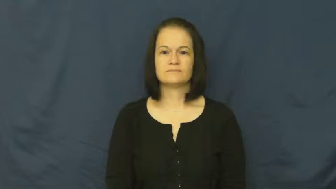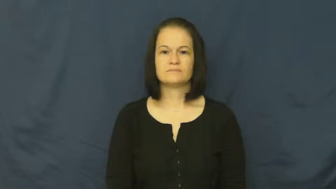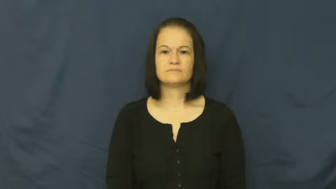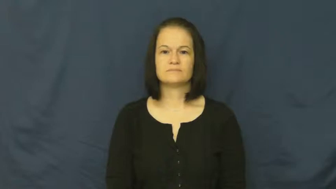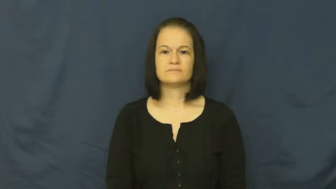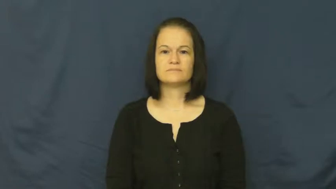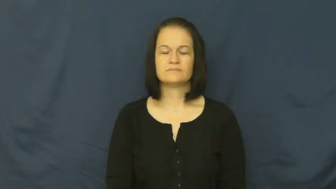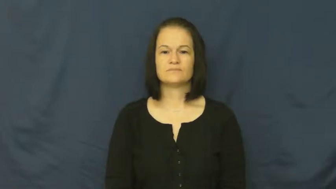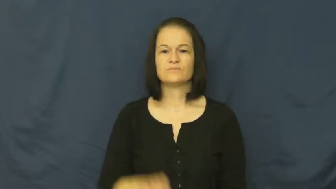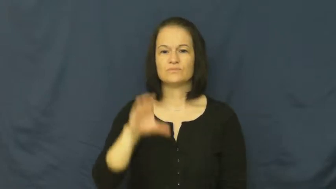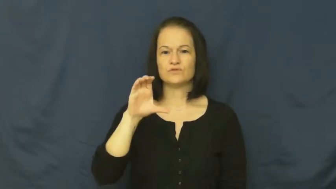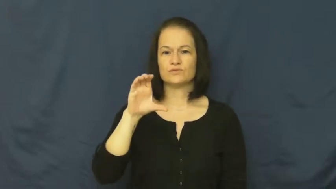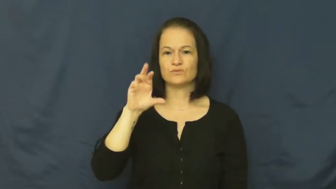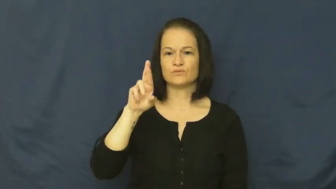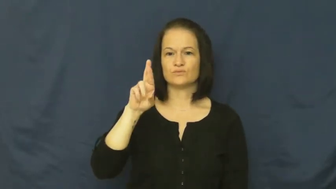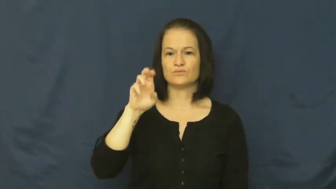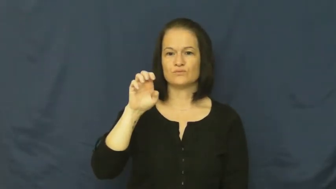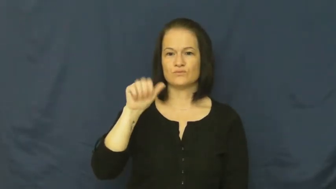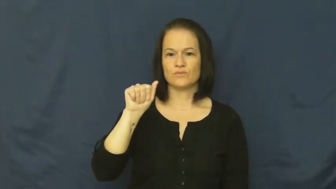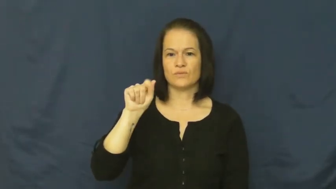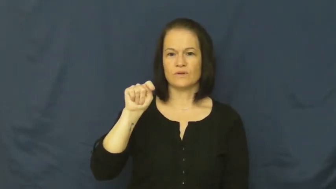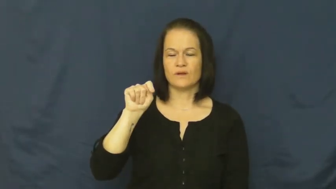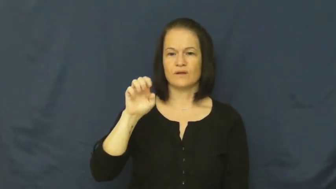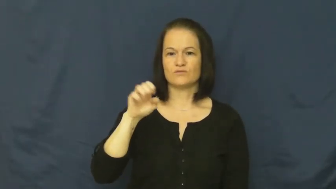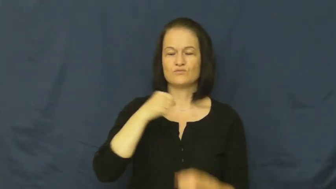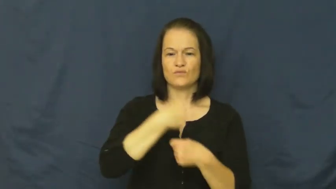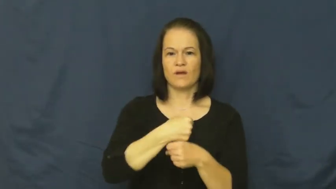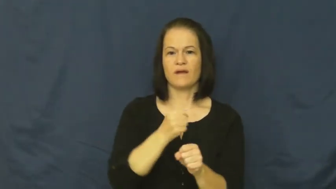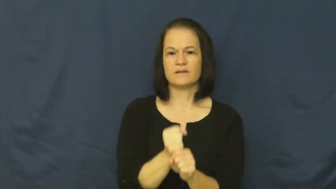create